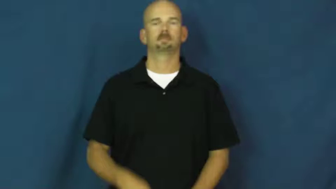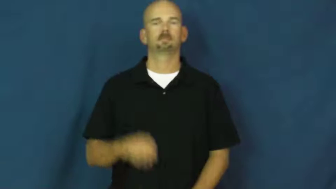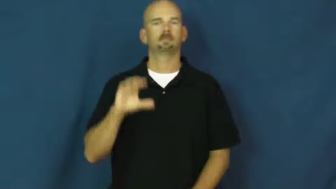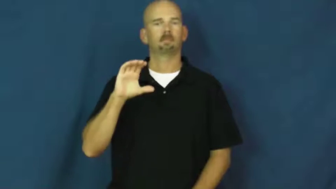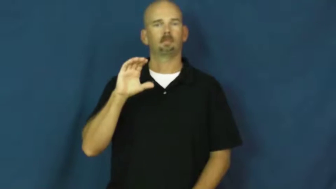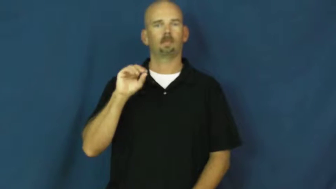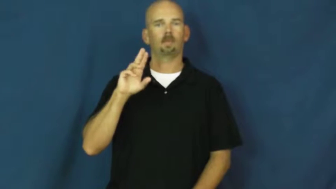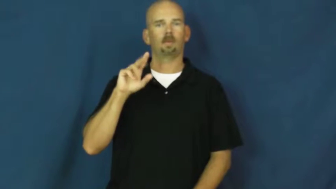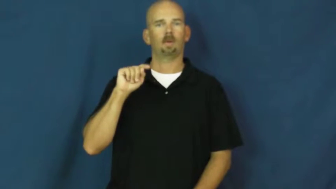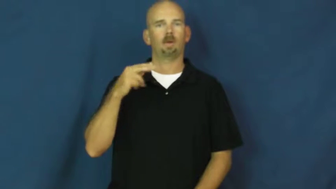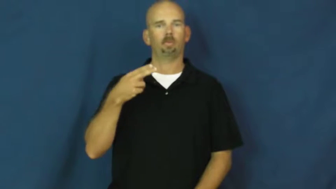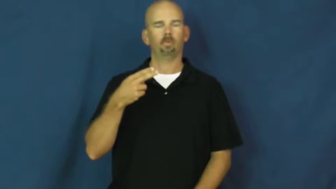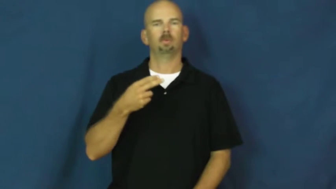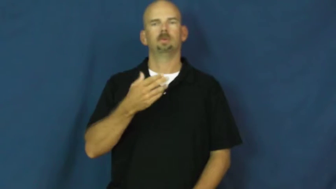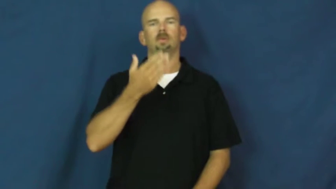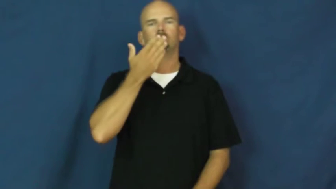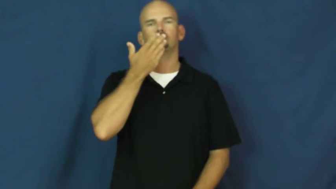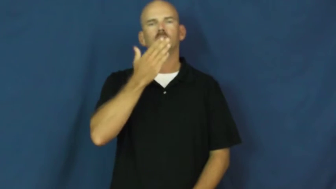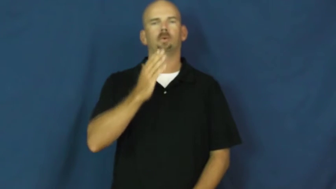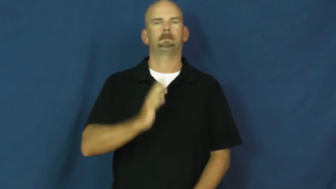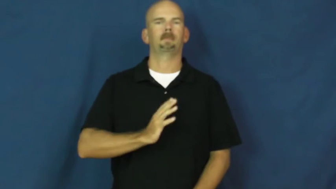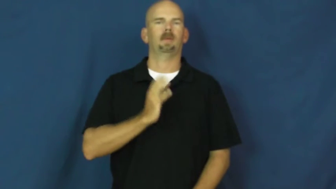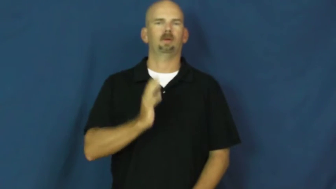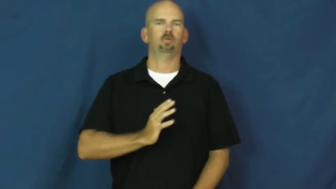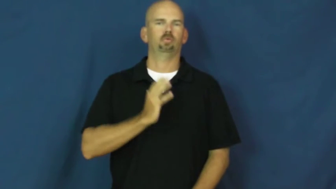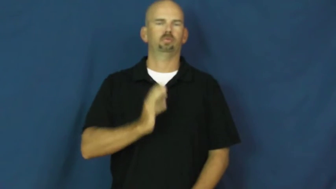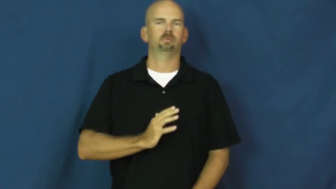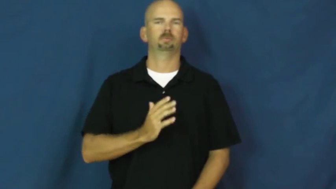couth